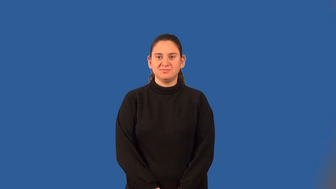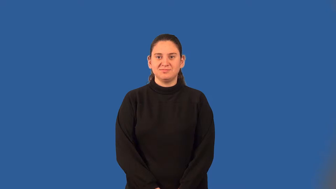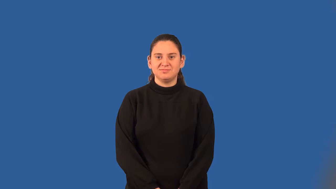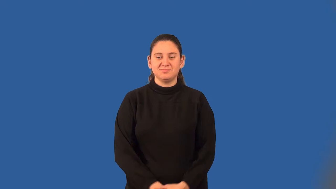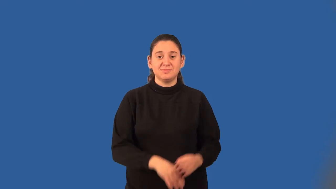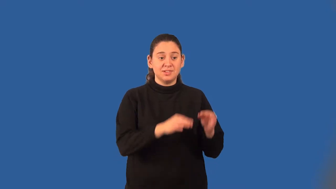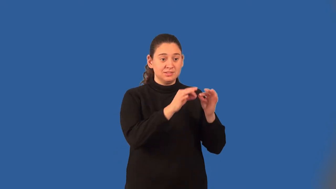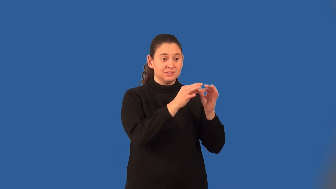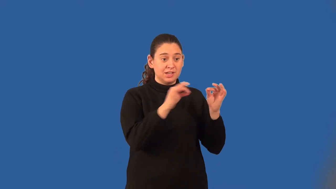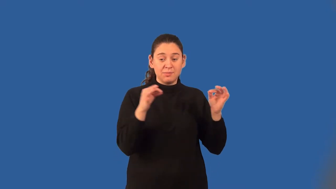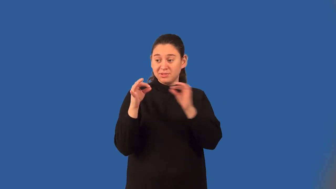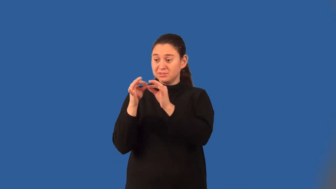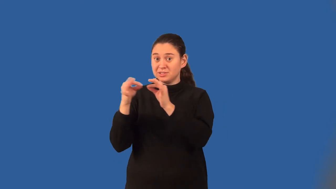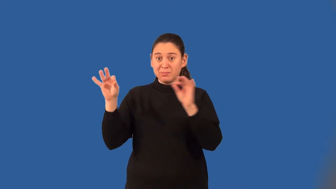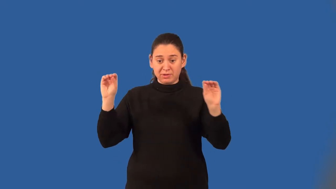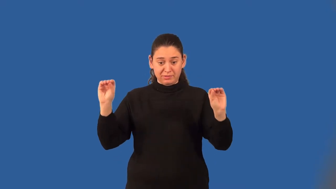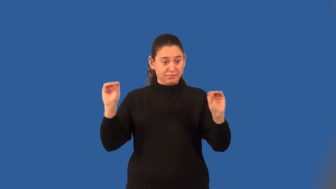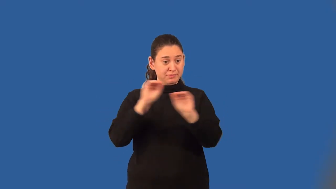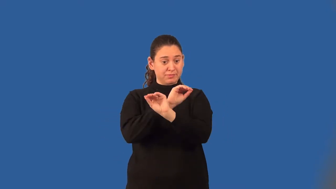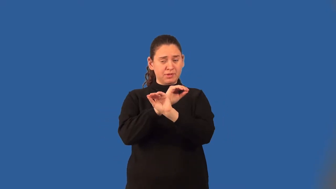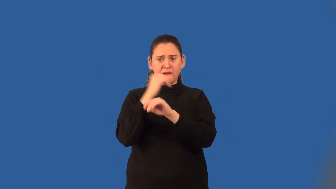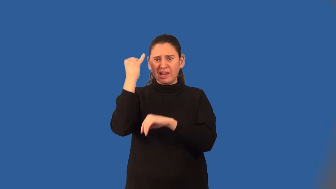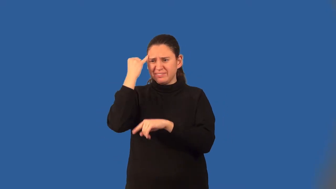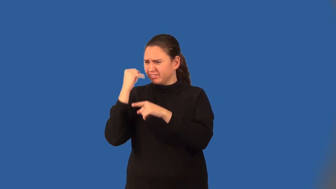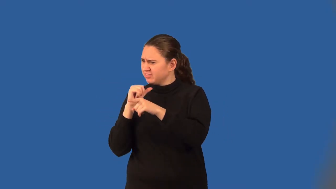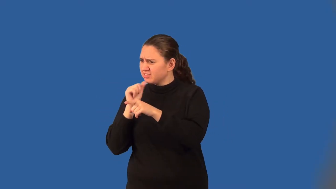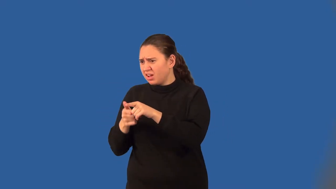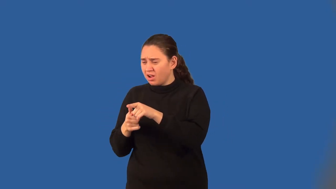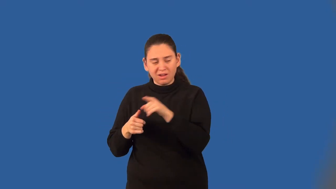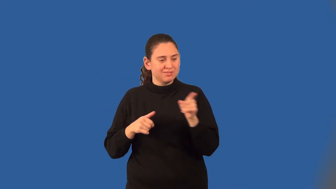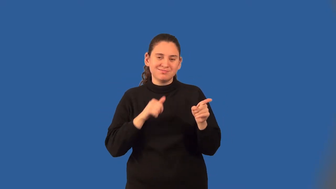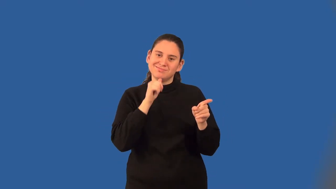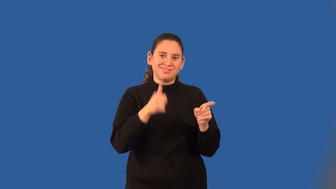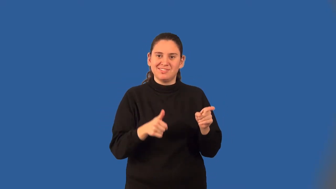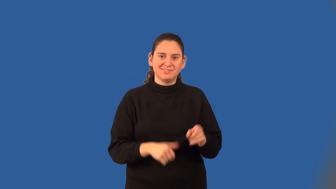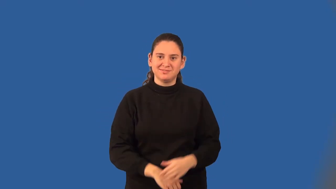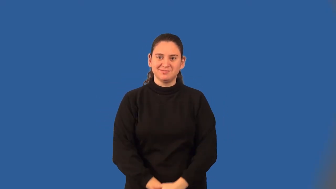contrapositive